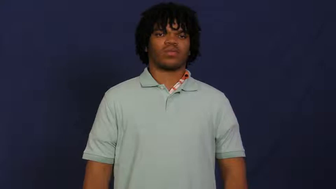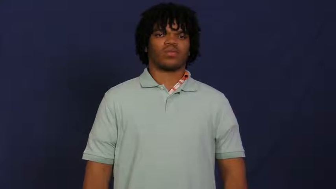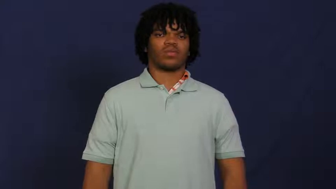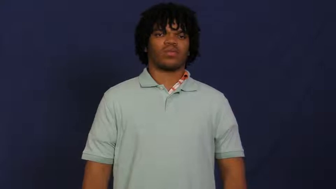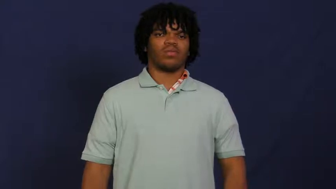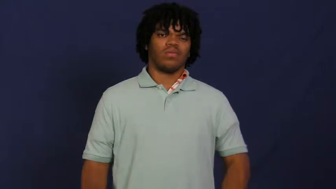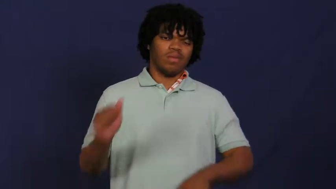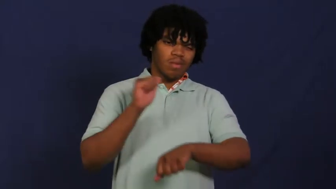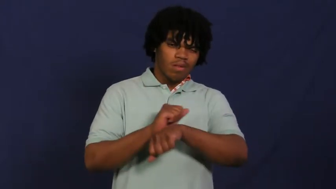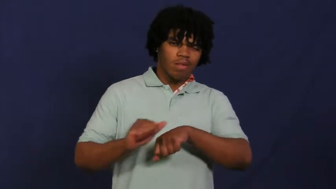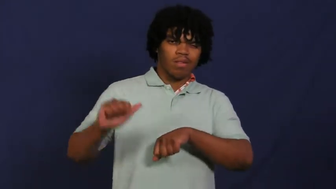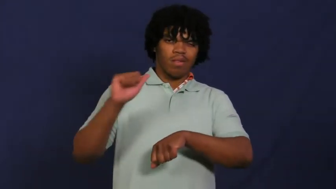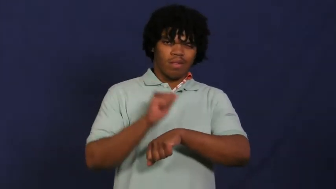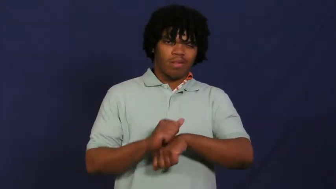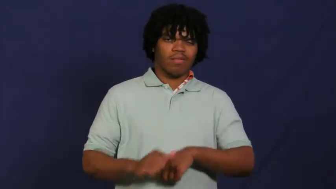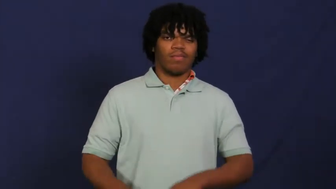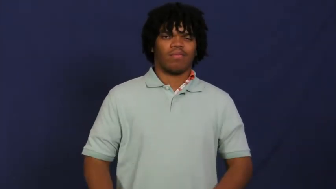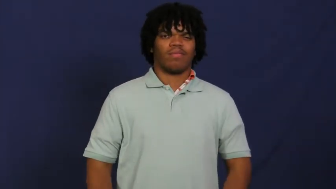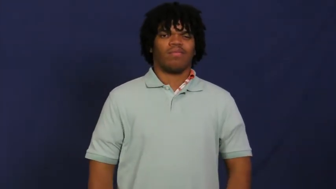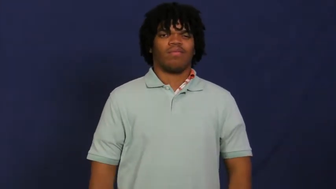toil,slave away,backbreaking,moil